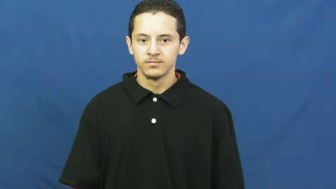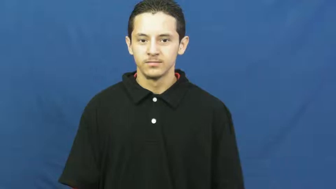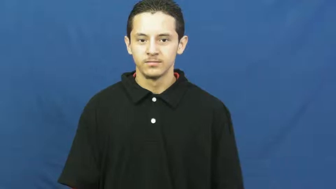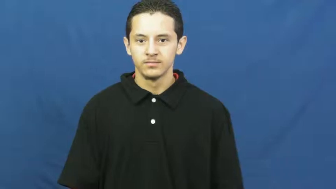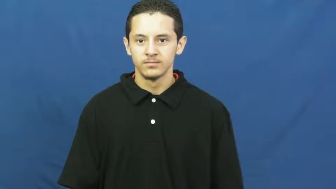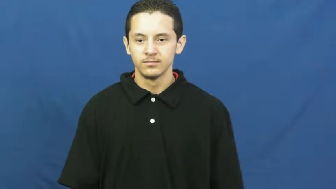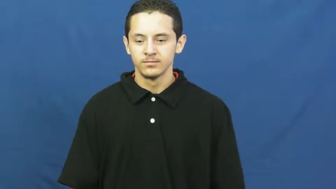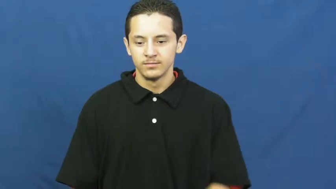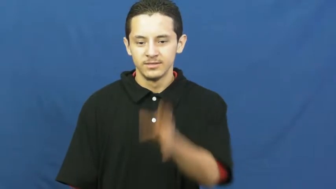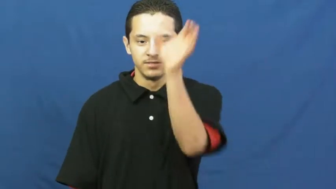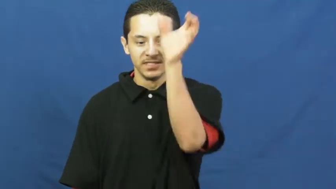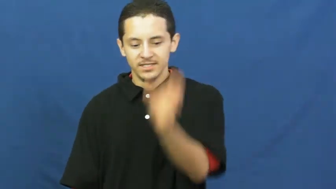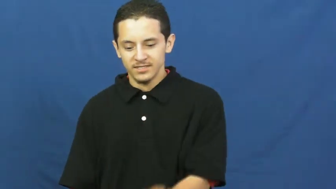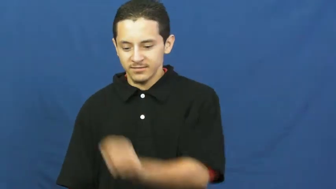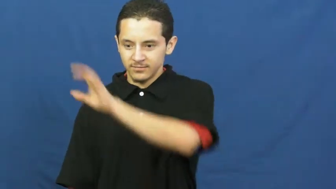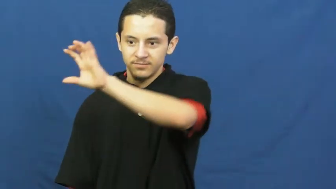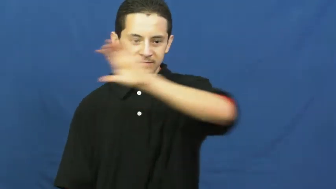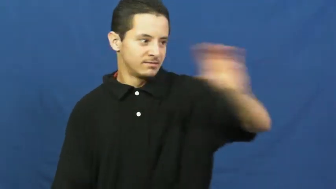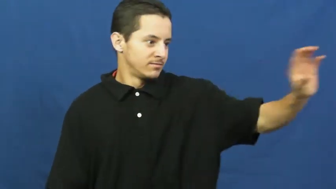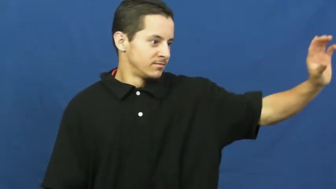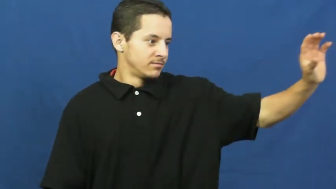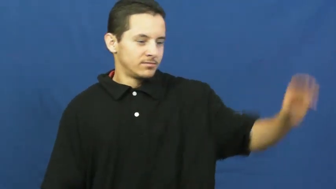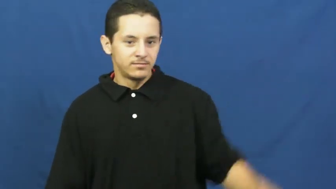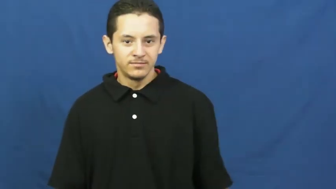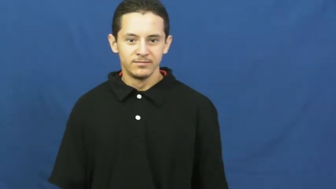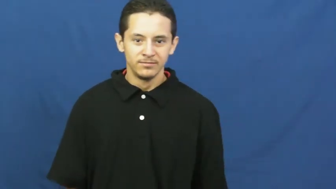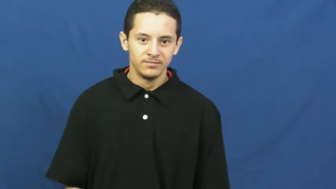cross,crucifix,cruciform,rood